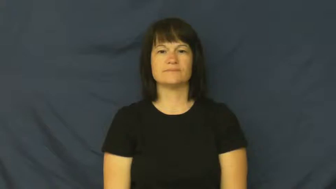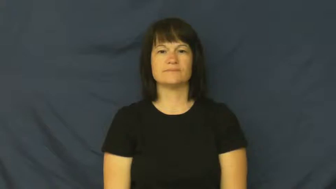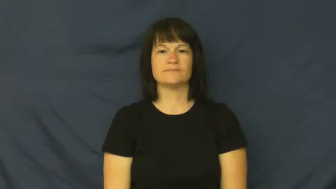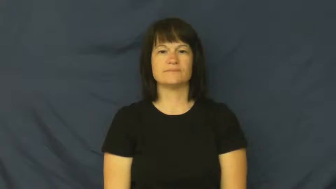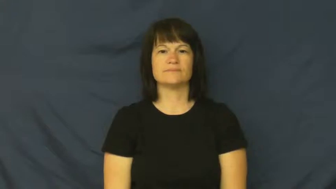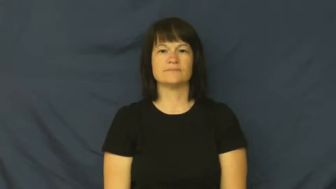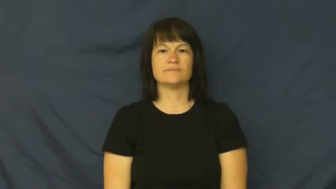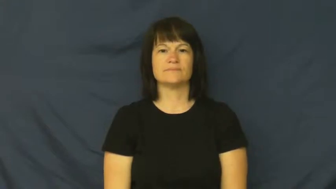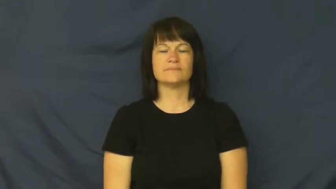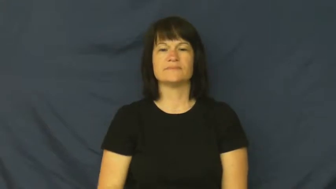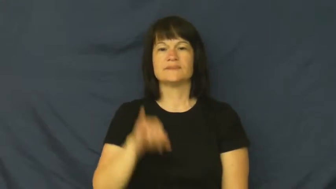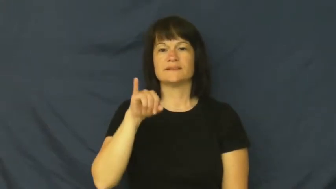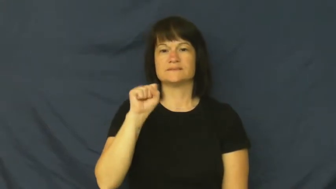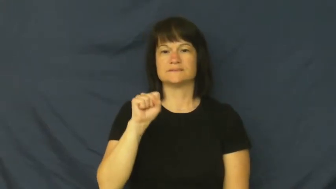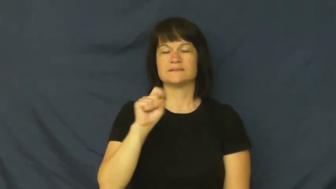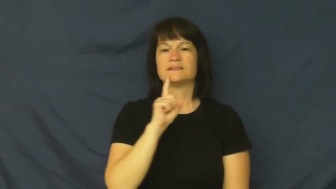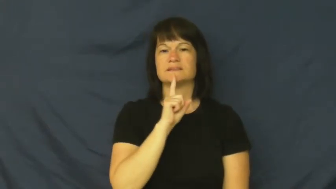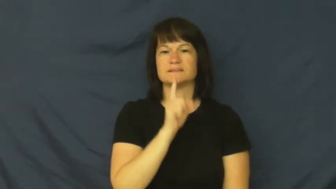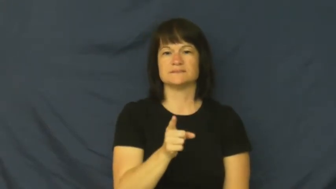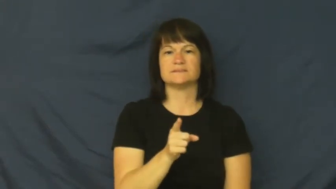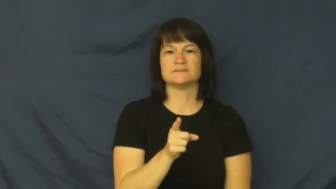is